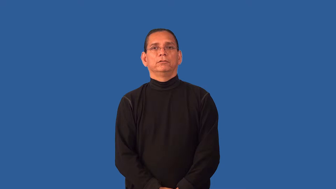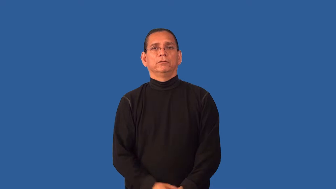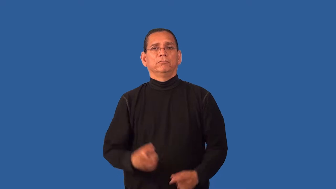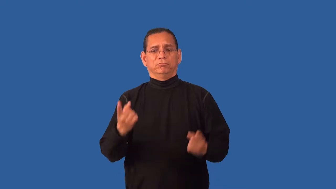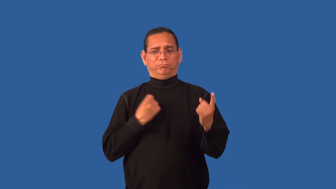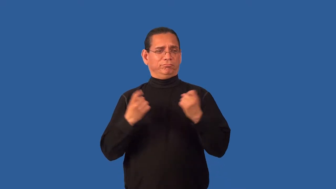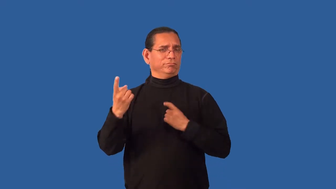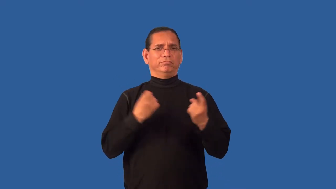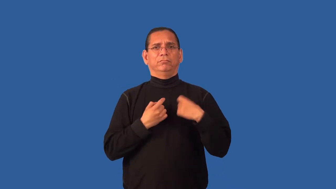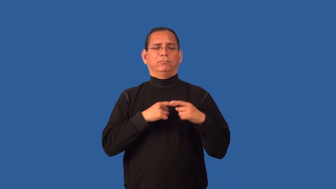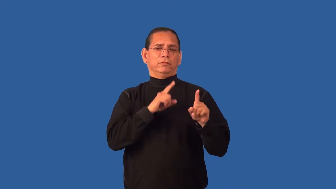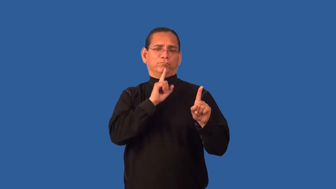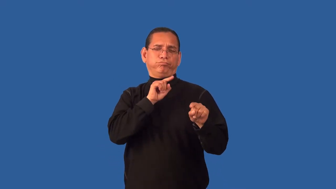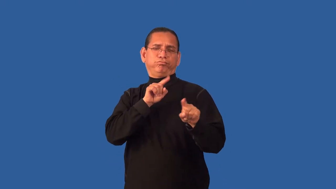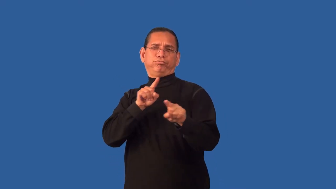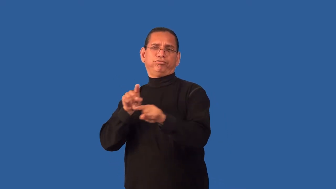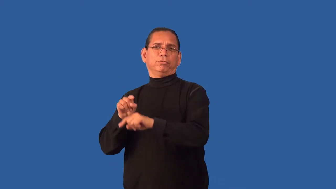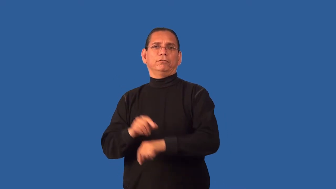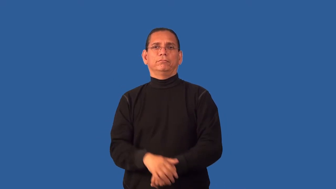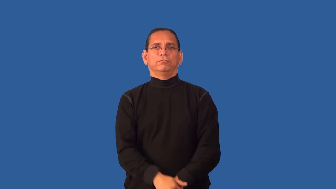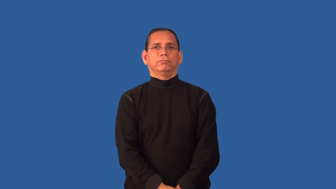field-questions